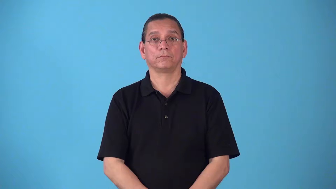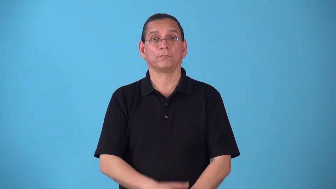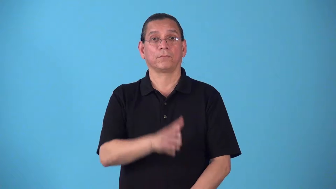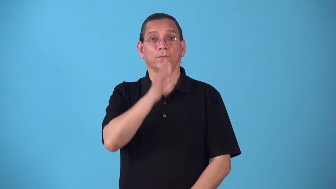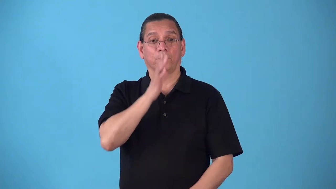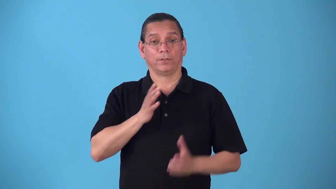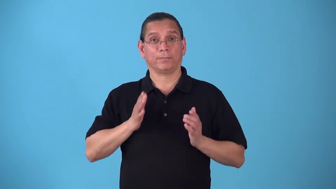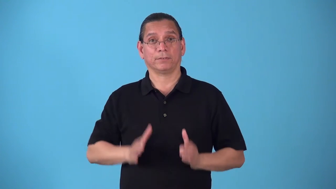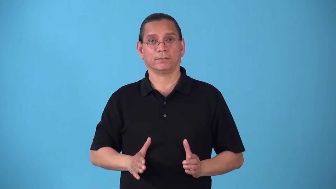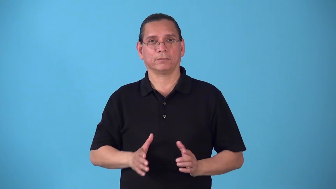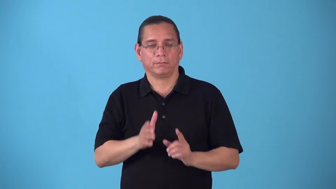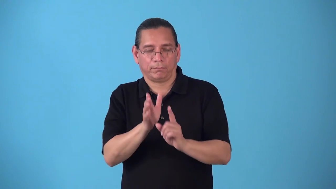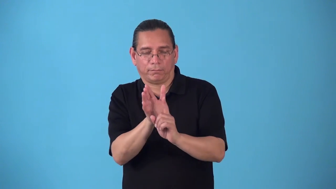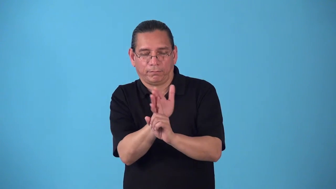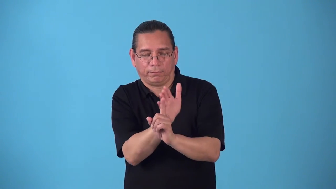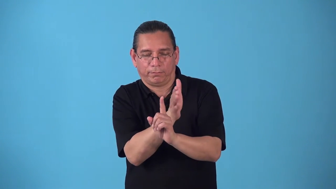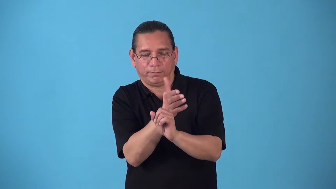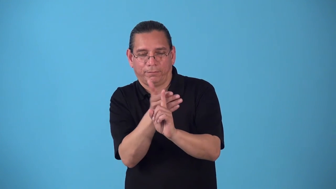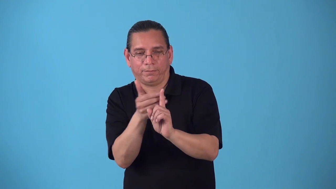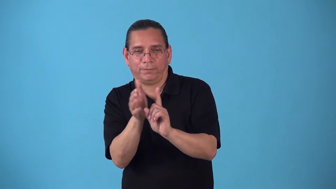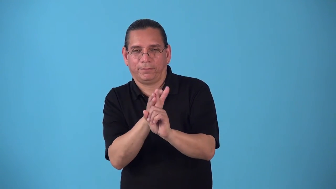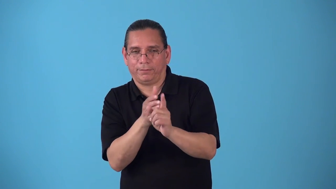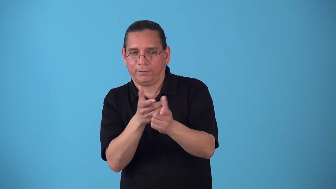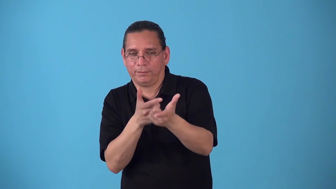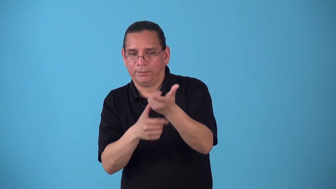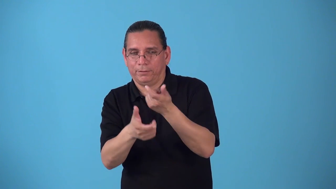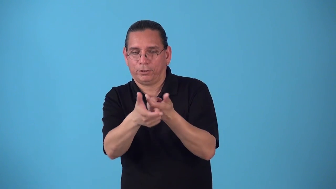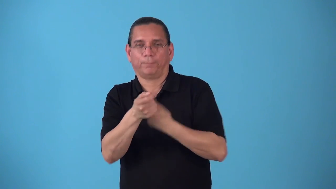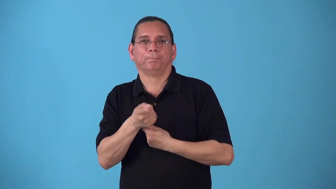seductress,temptress